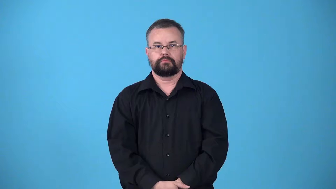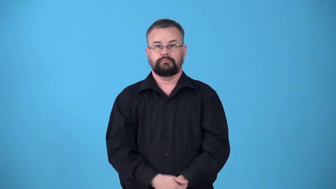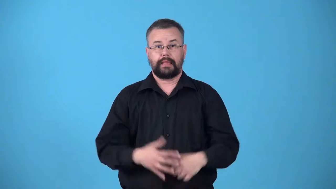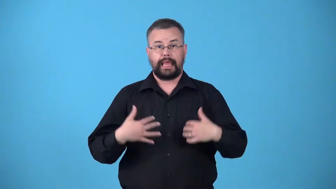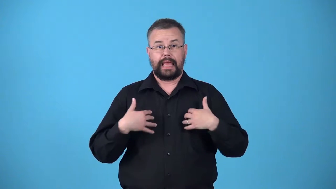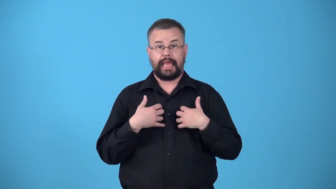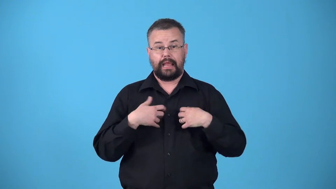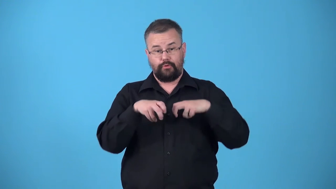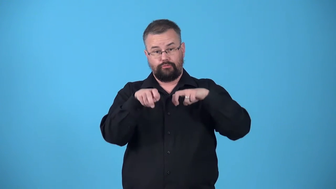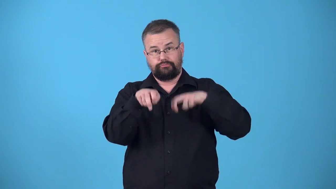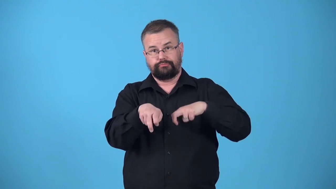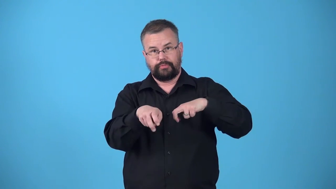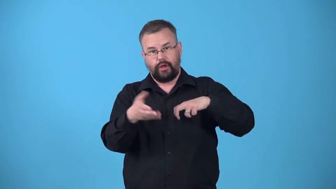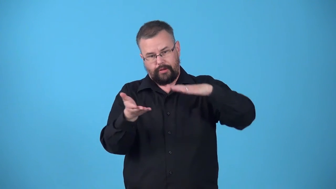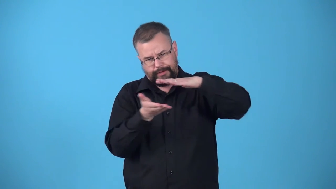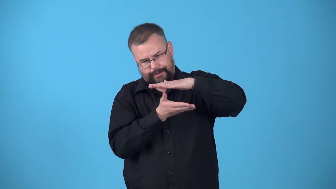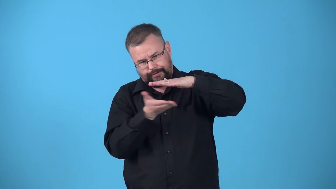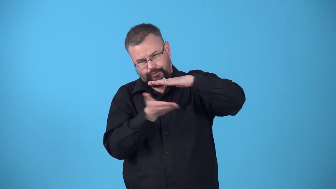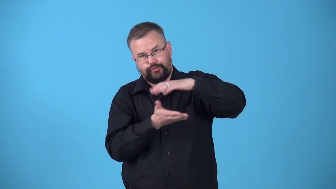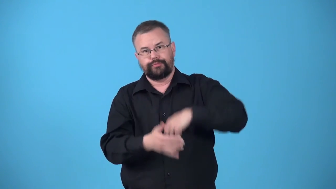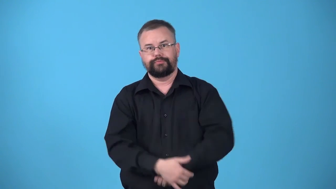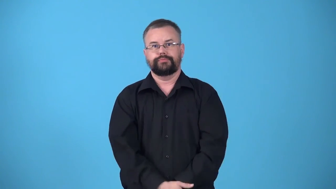underpart